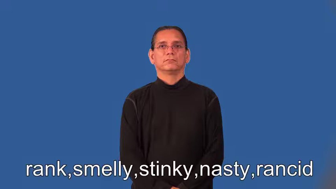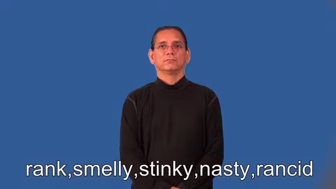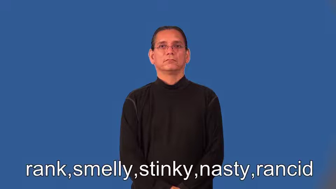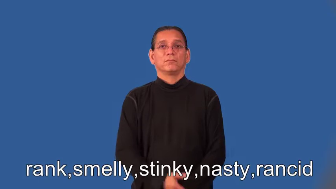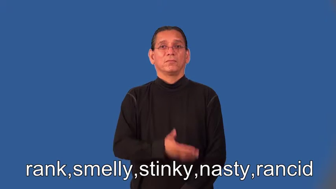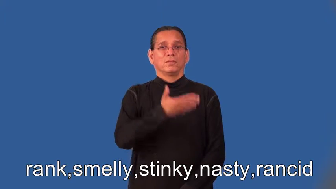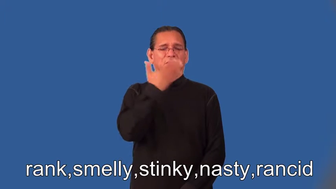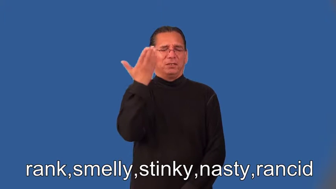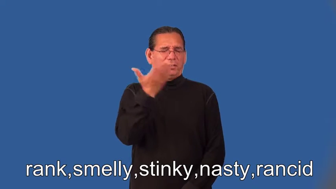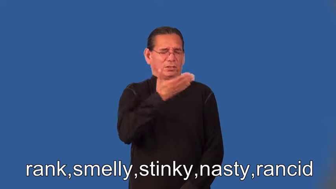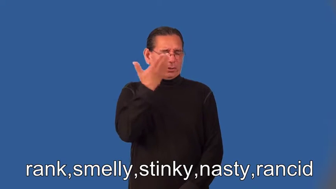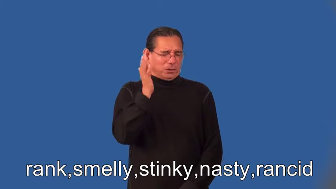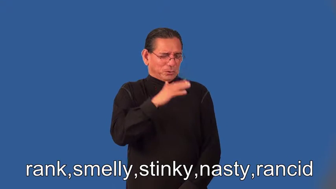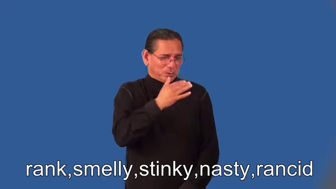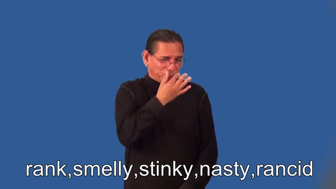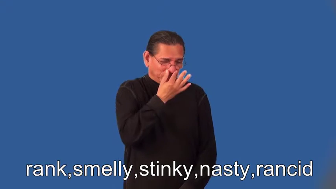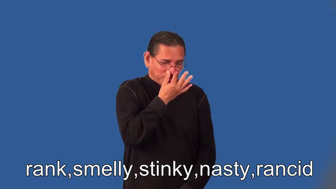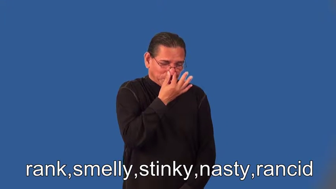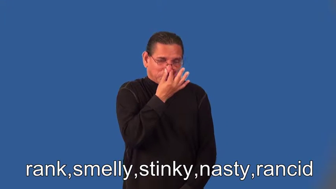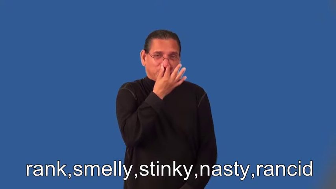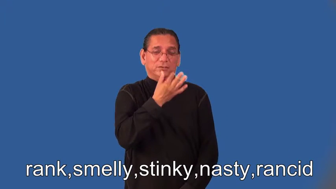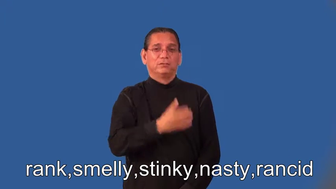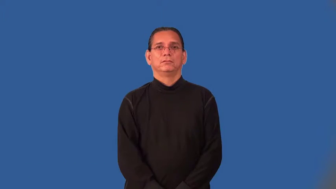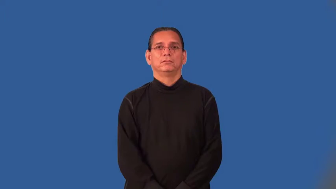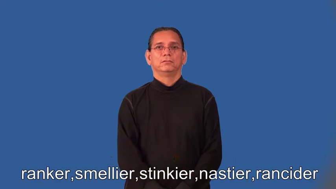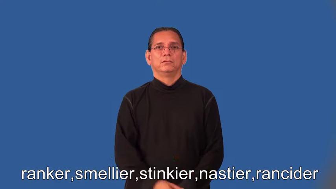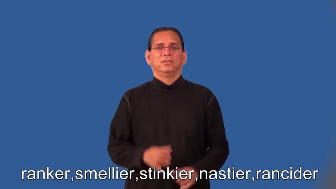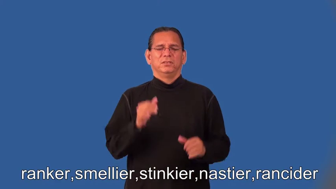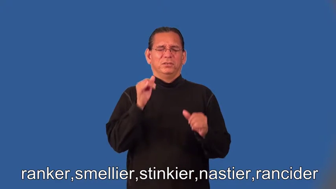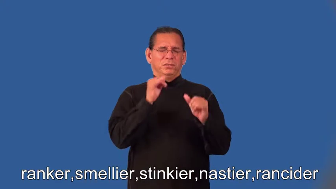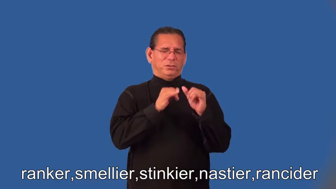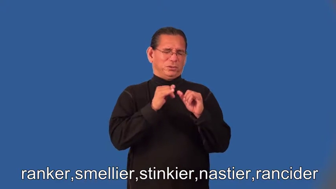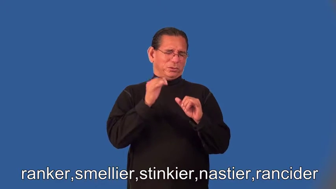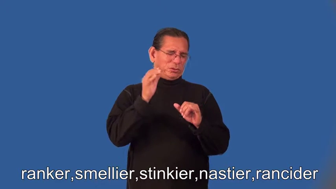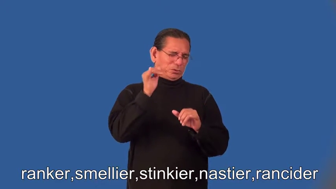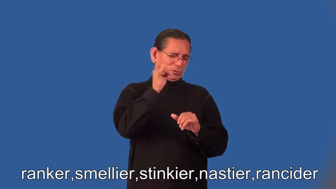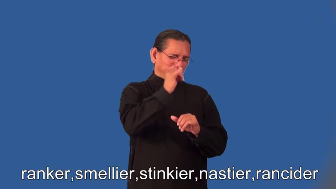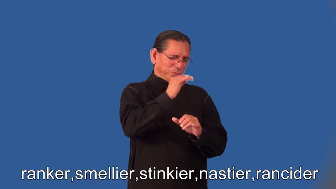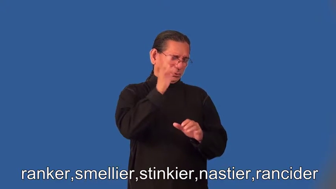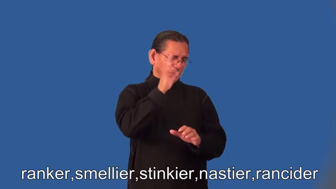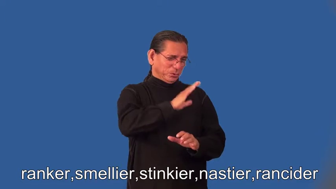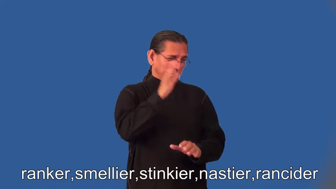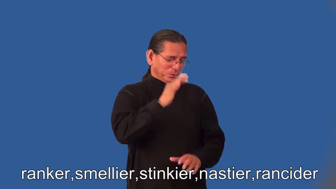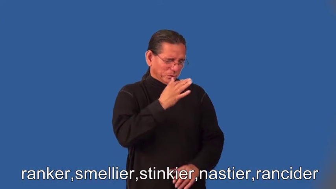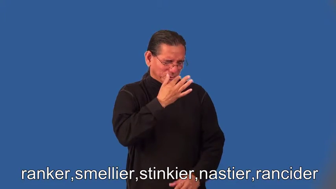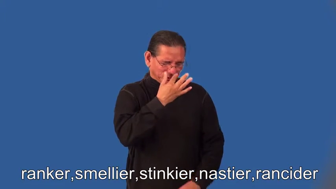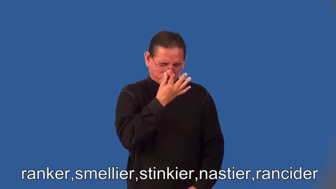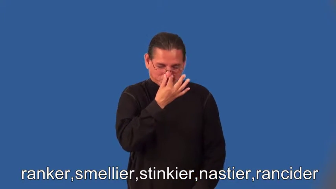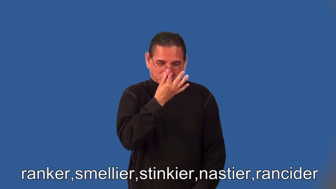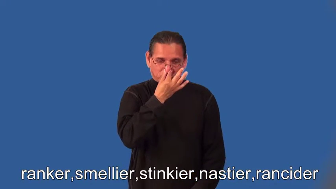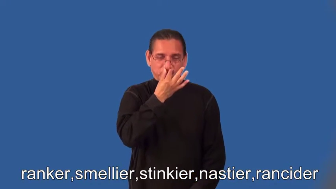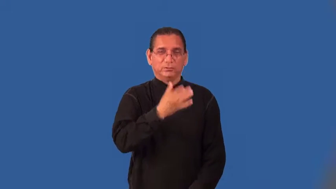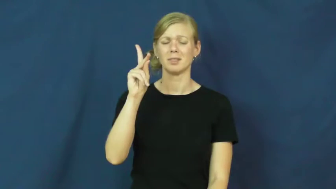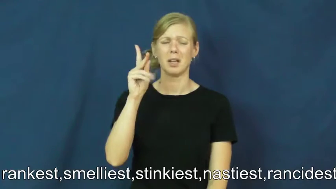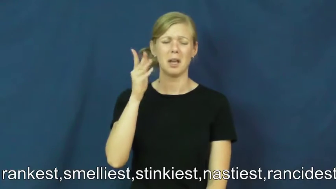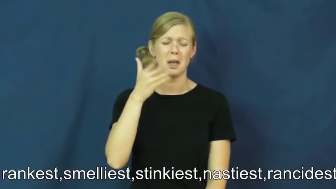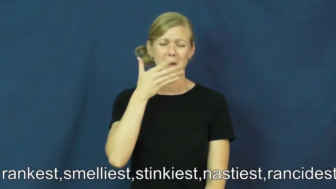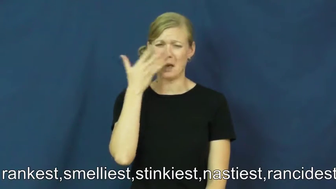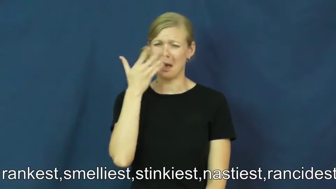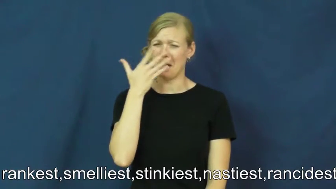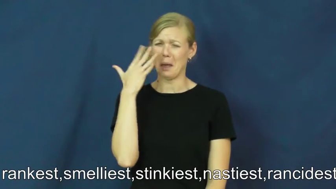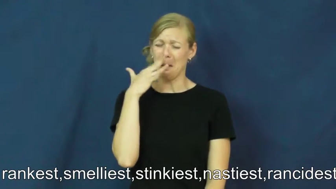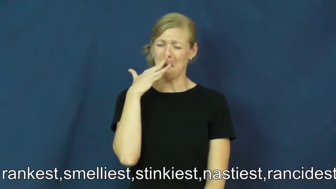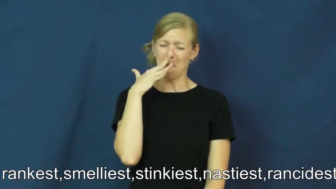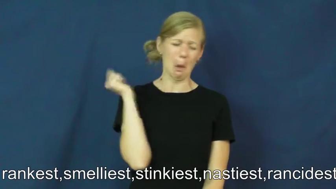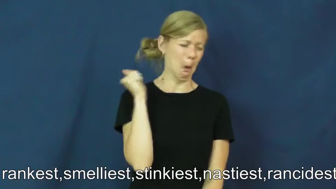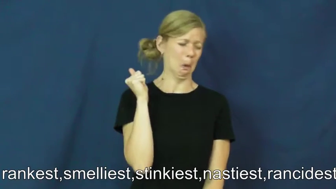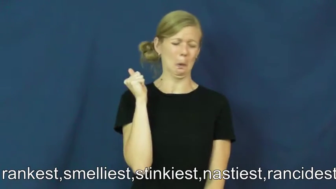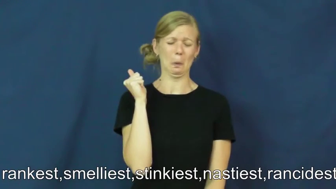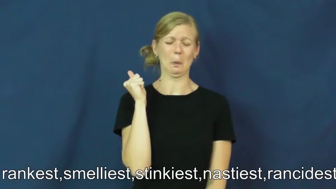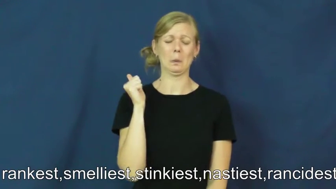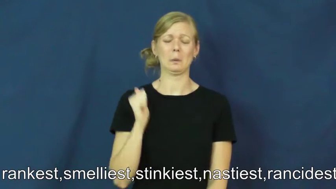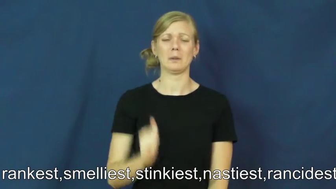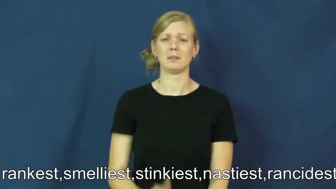ranker,smellier,stinkier,nastier,rancider,rankest,smelliest,stinkiest,nastiest,rancidest